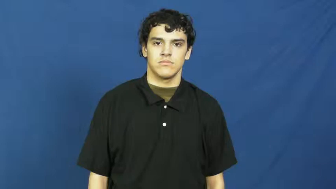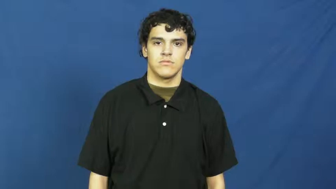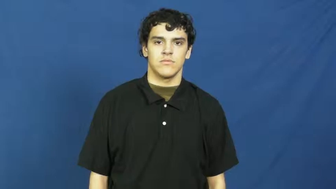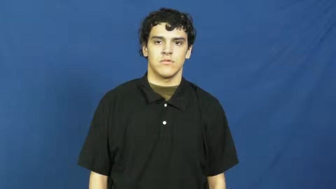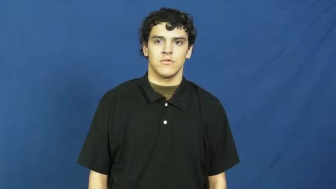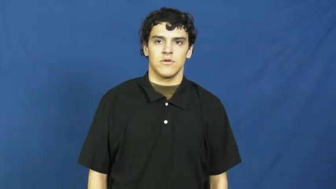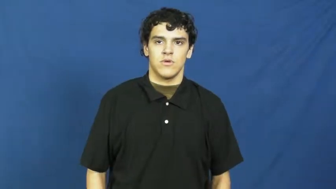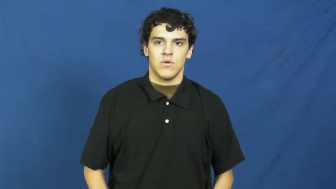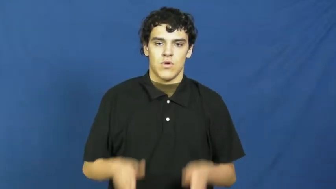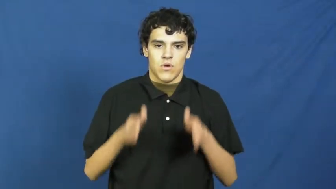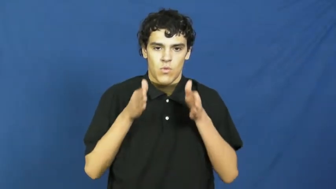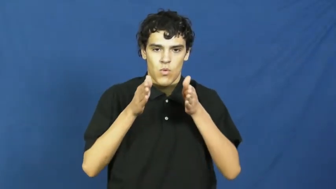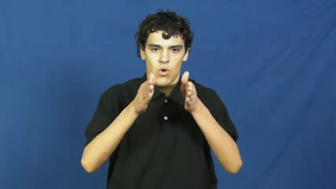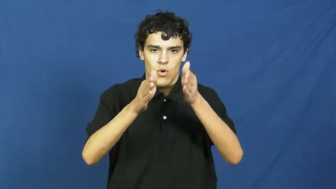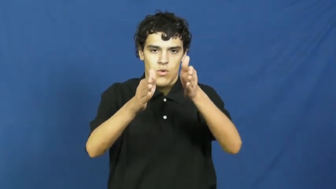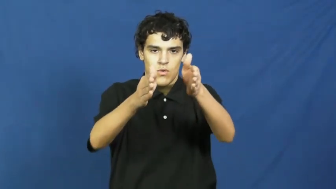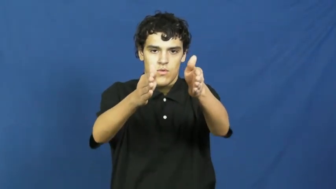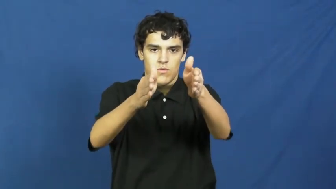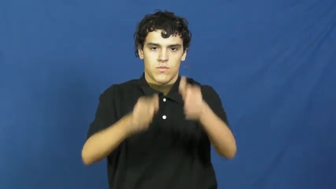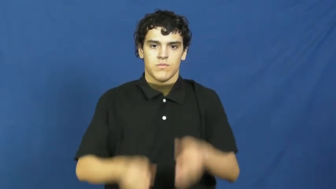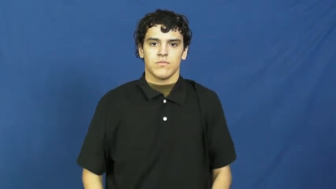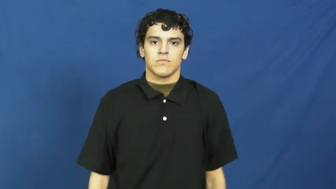road,carriageway,pass,line,course,roadway,track